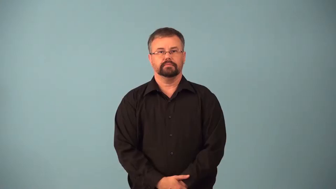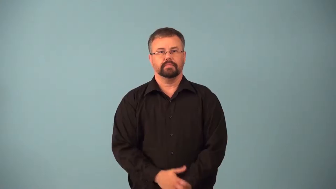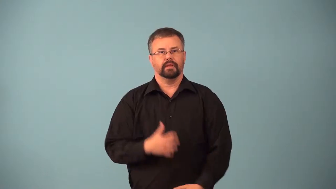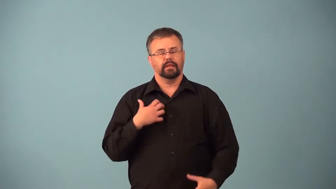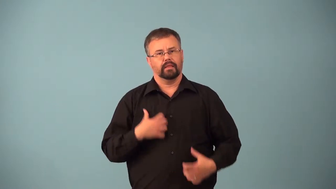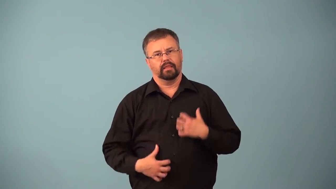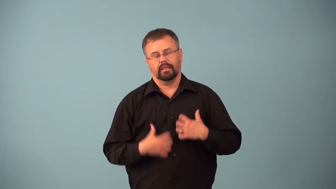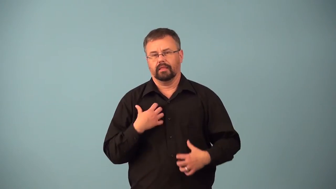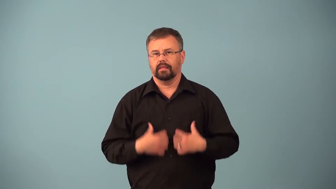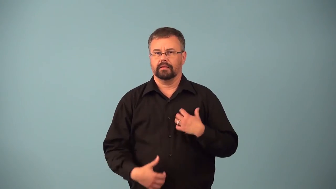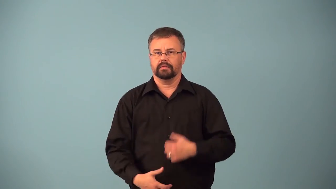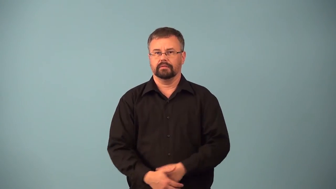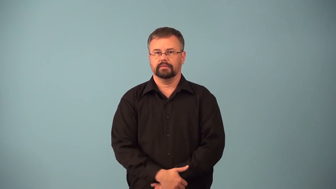angst